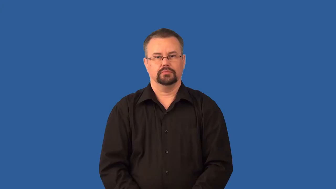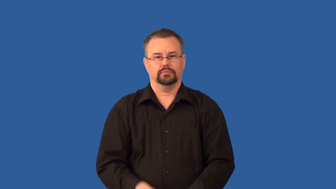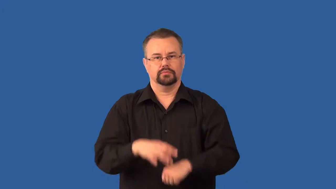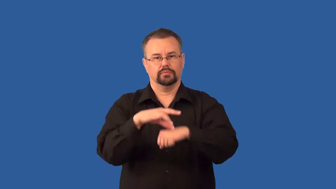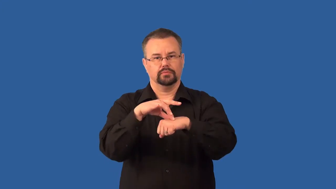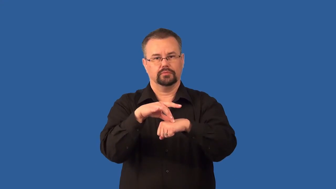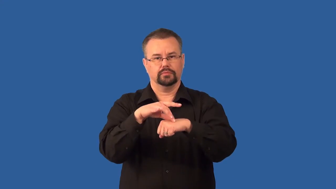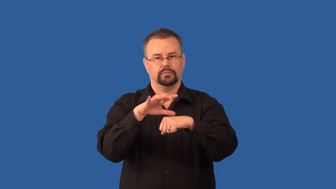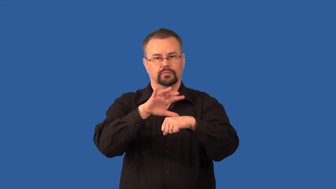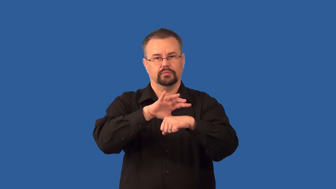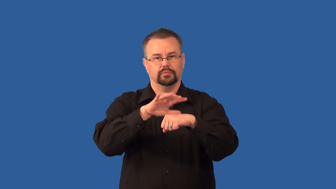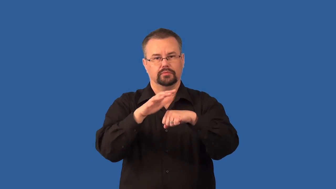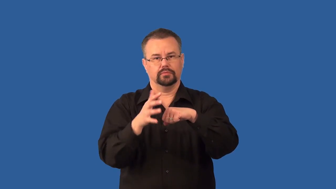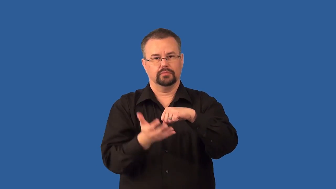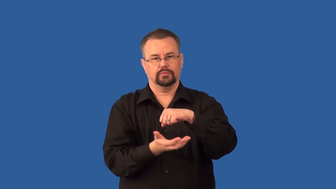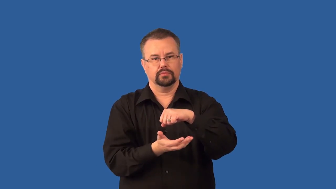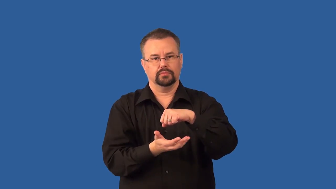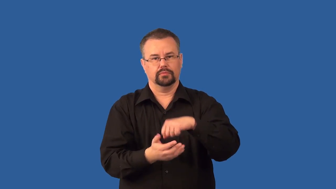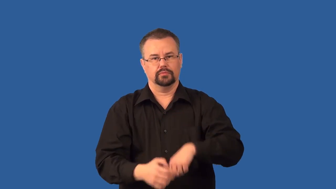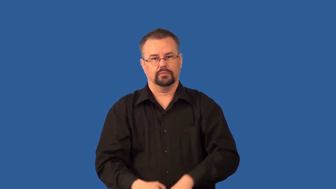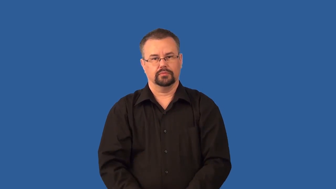troposphere